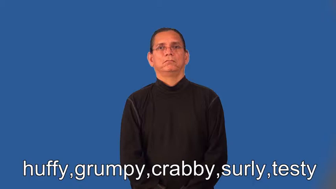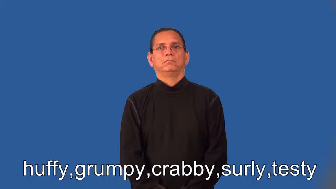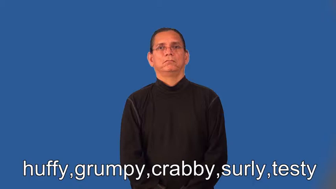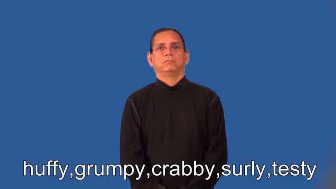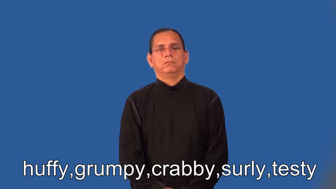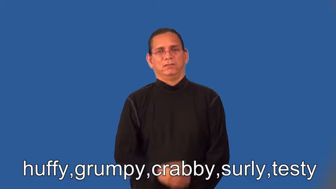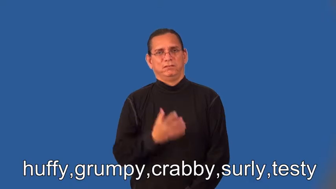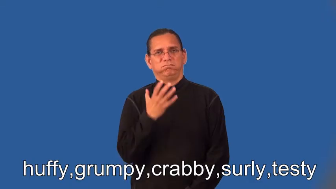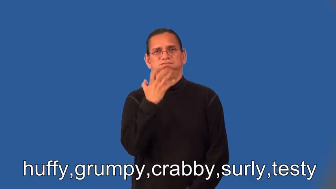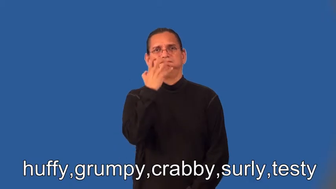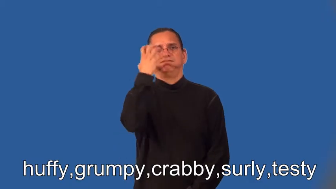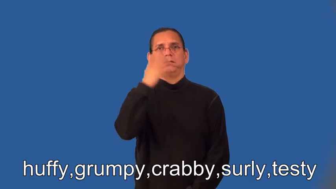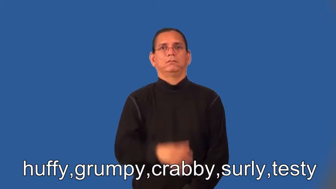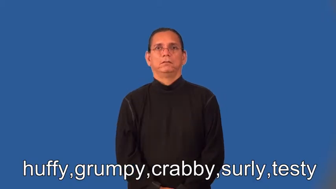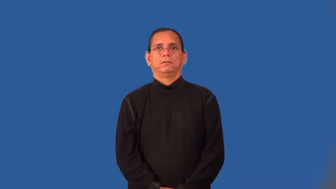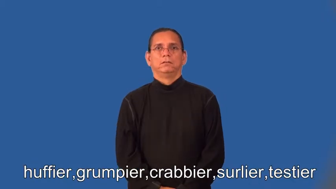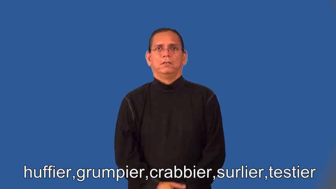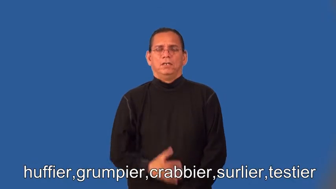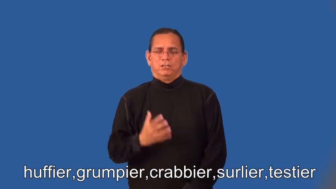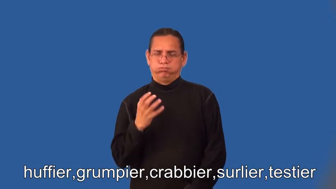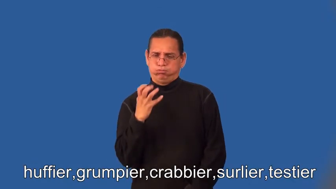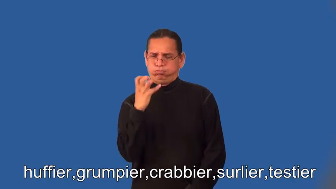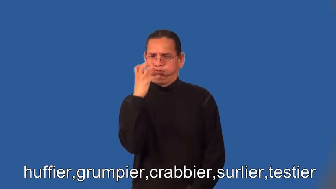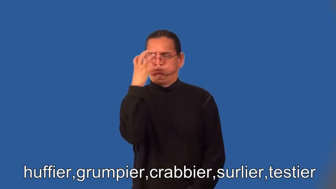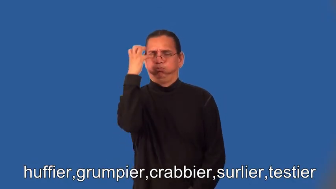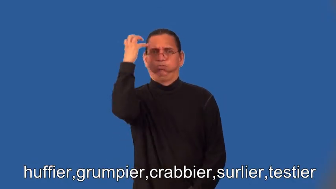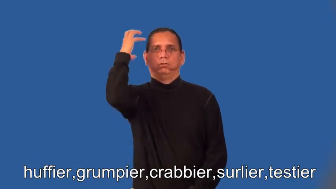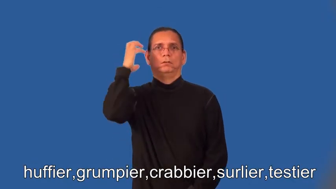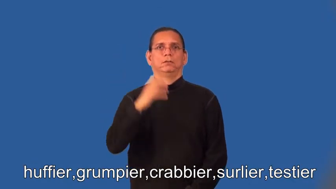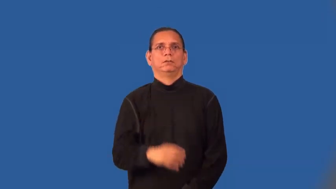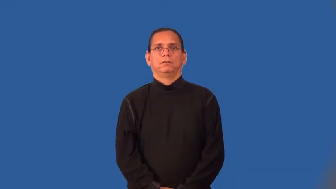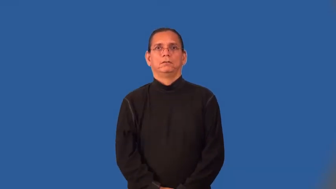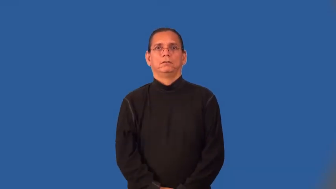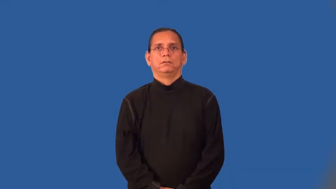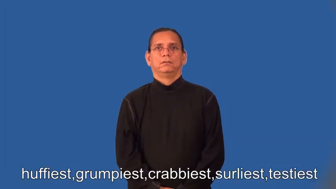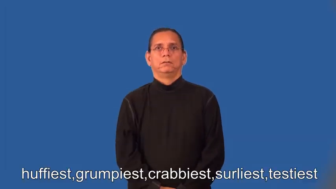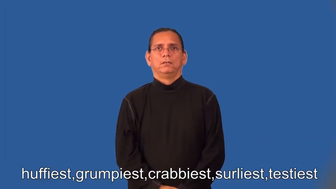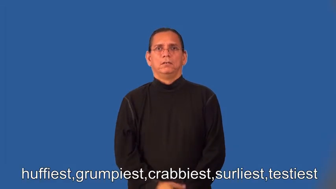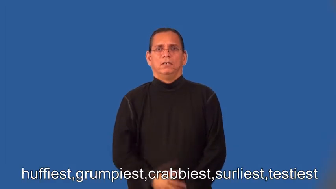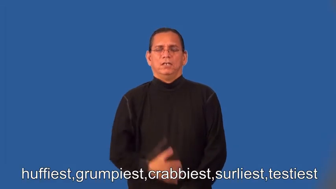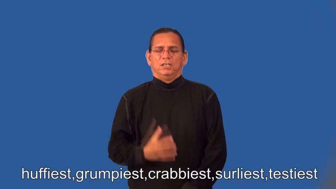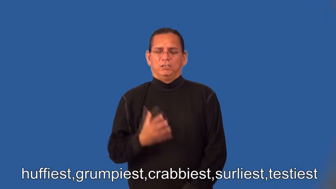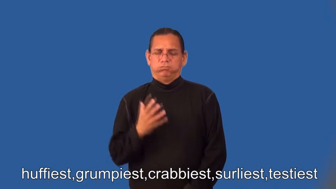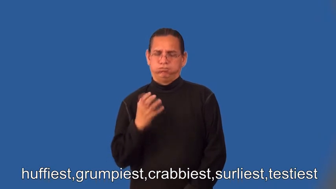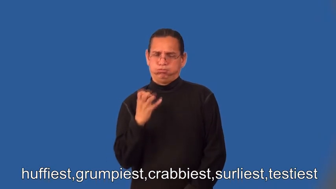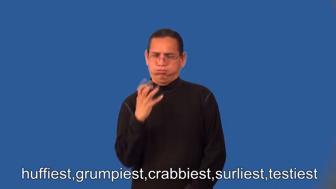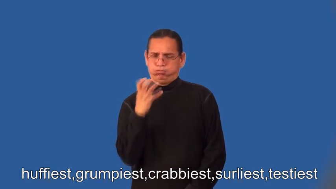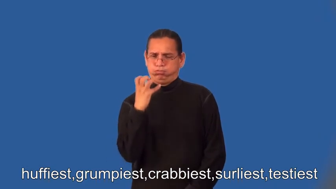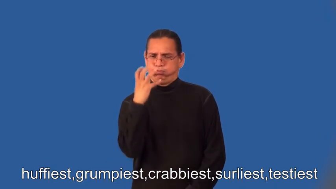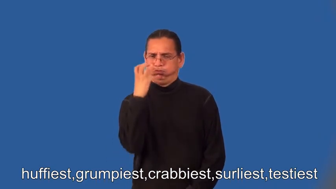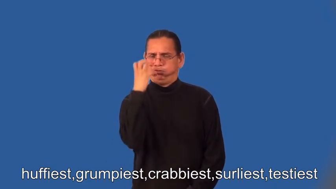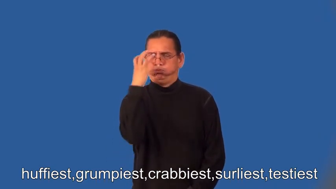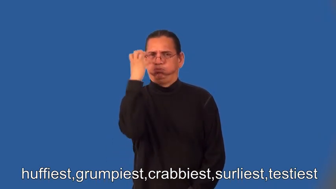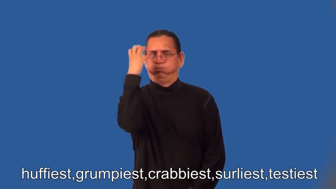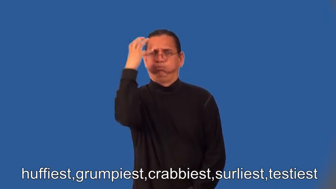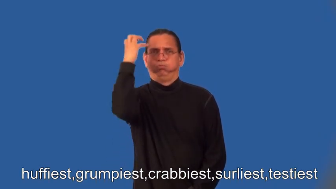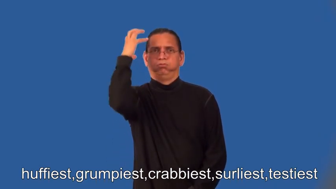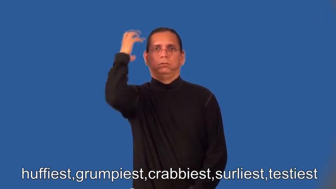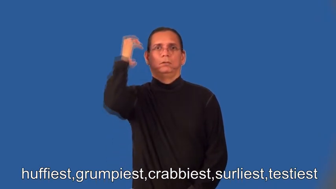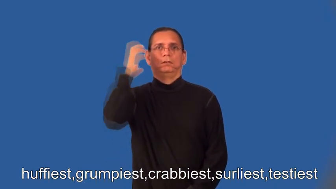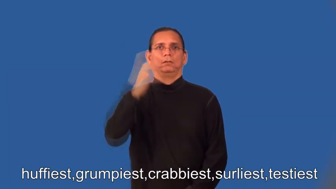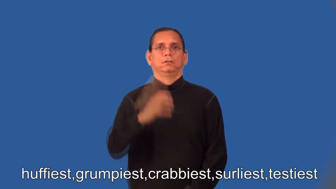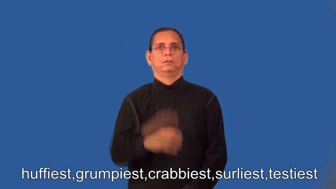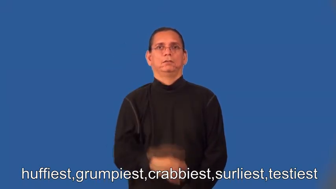huffier,grumpier,crabbier,surlier,testier,huffiest,grumpiest,crabbiest,surliest,testiest